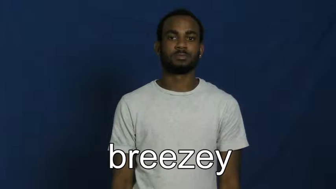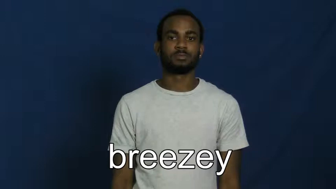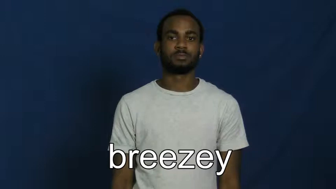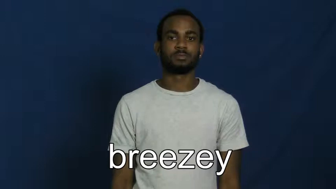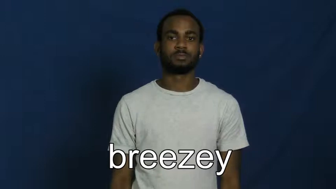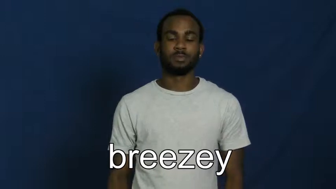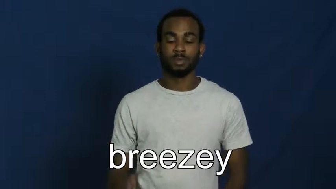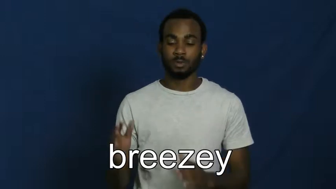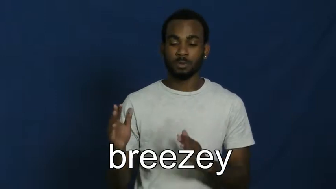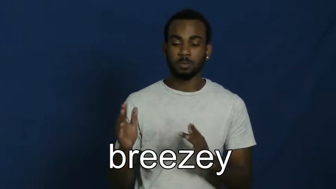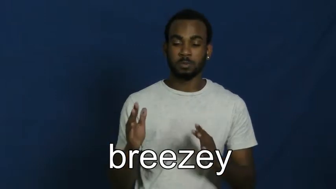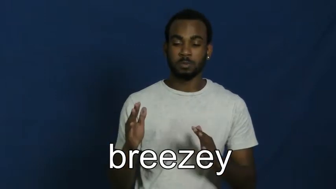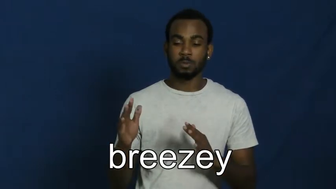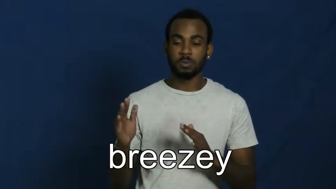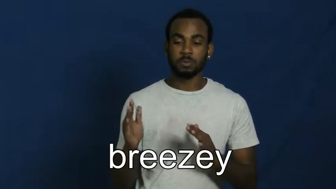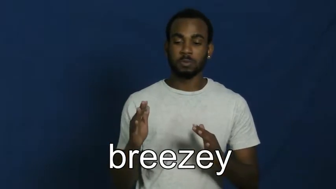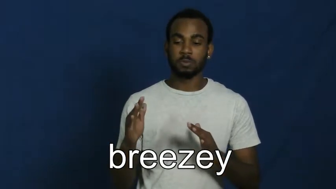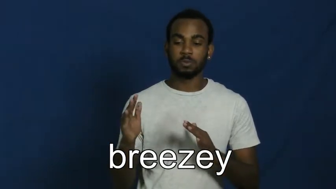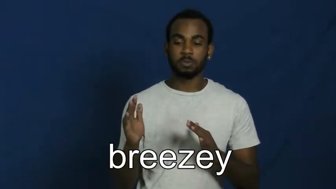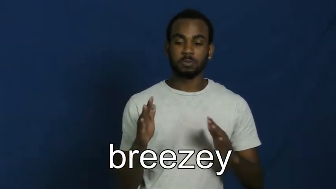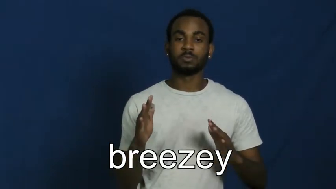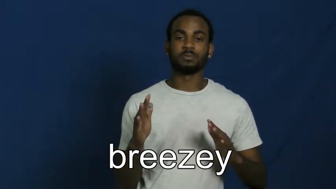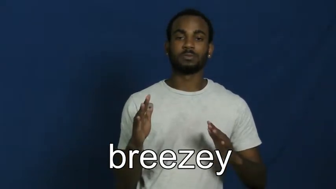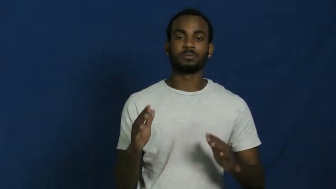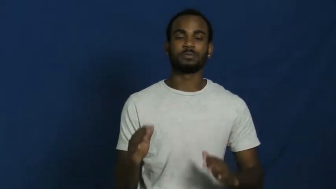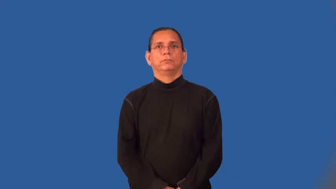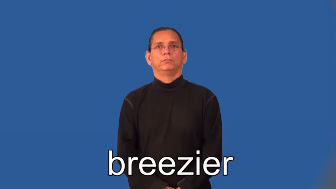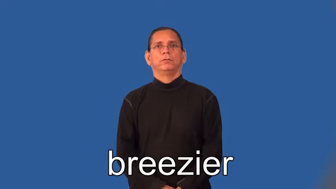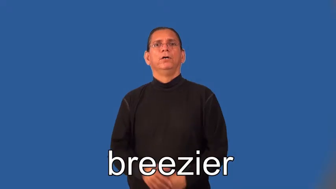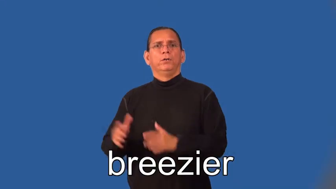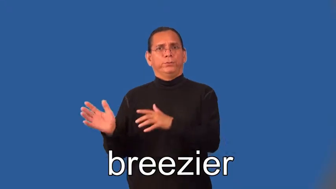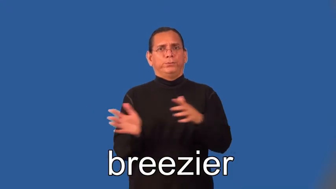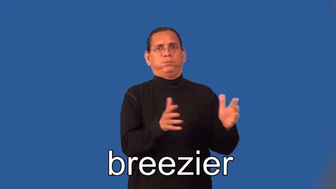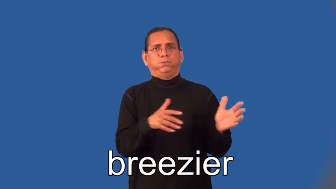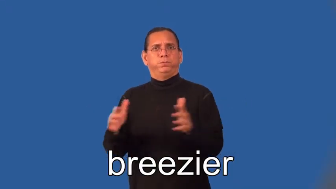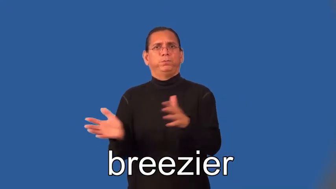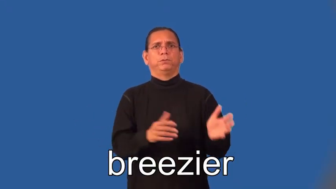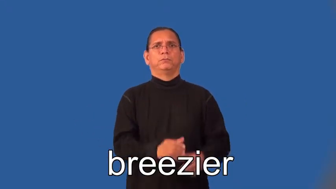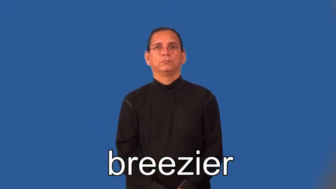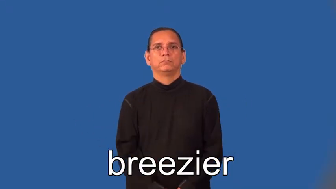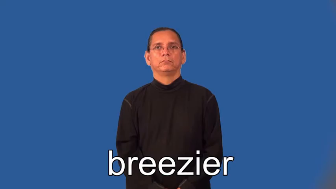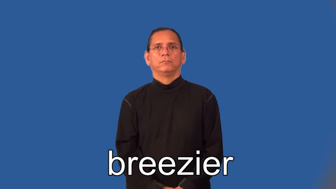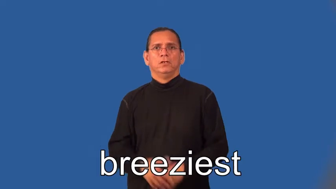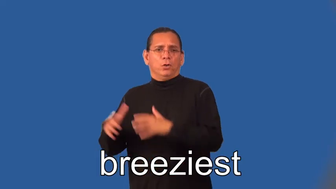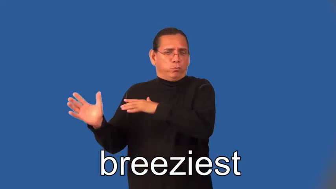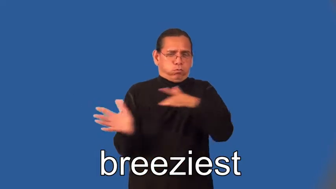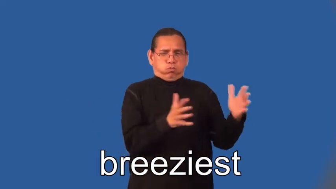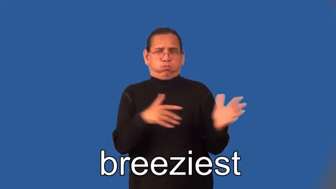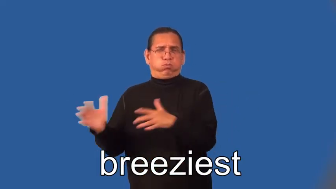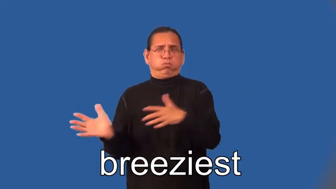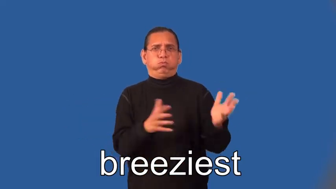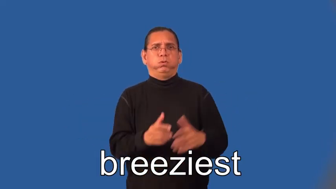breezier,breeziest